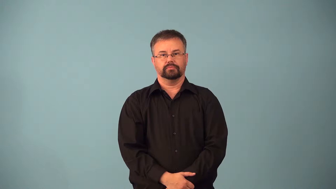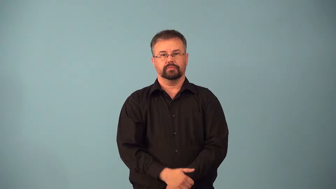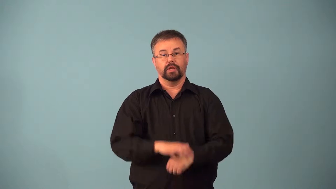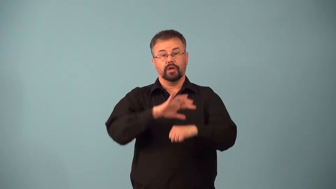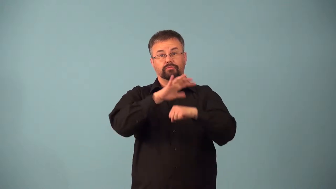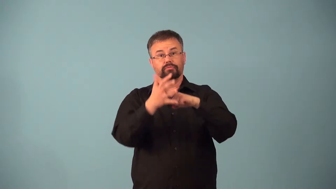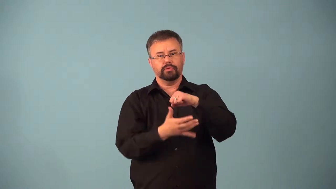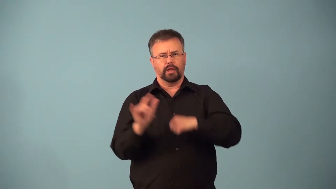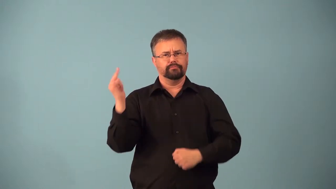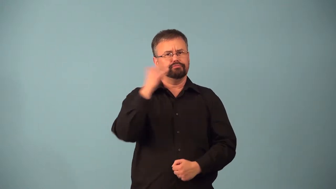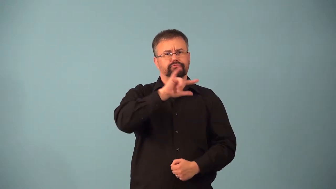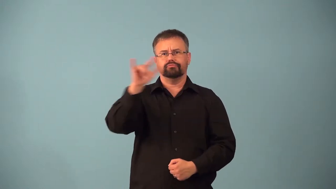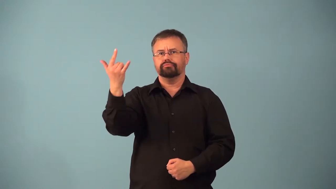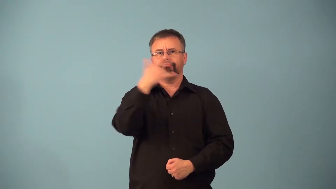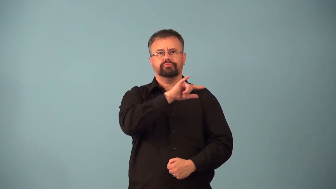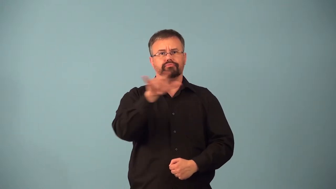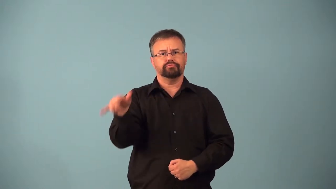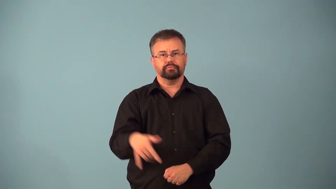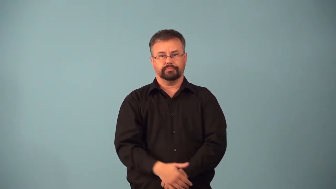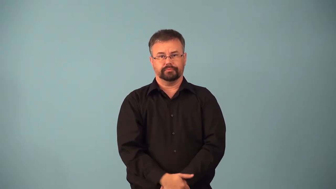airspace